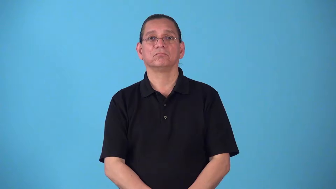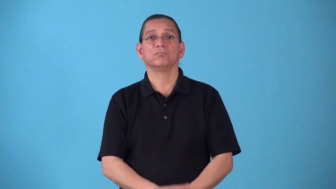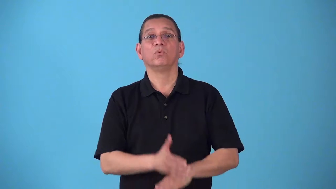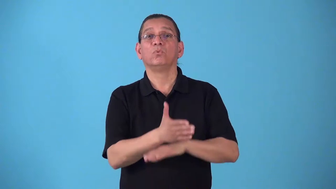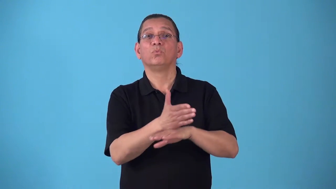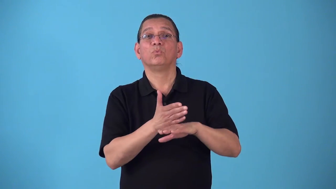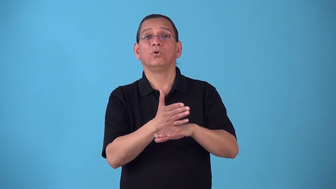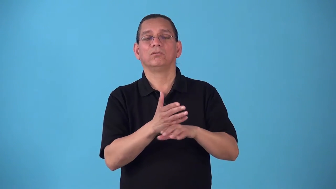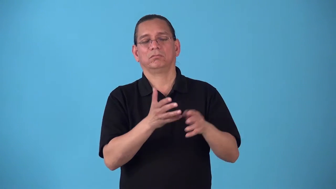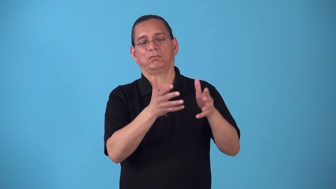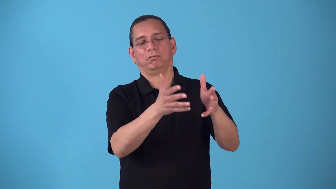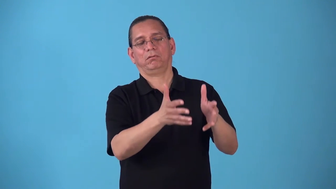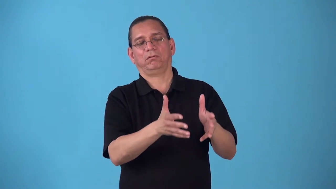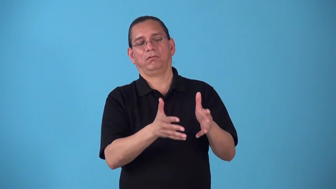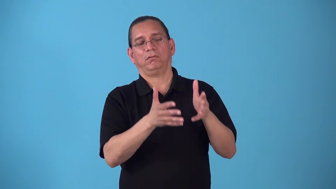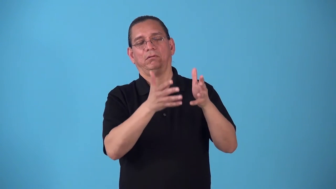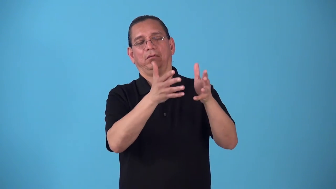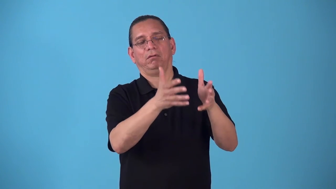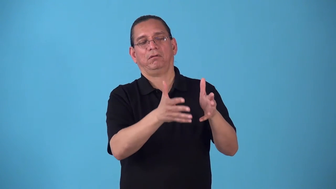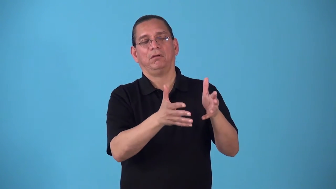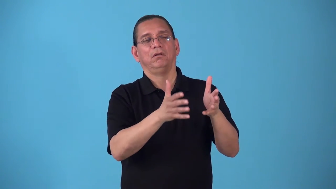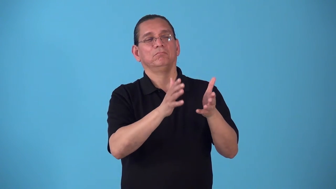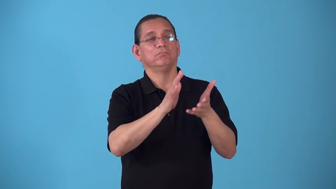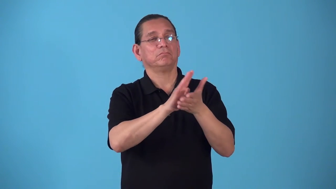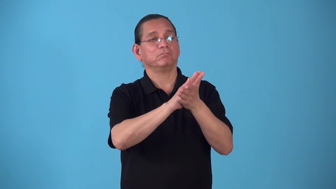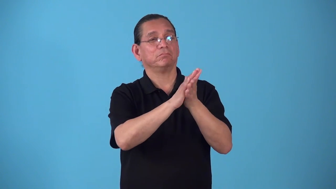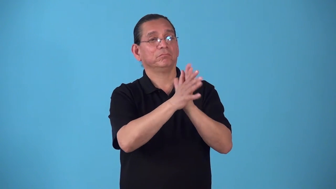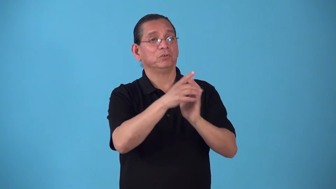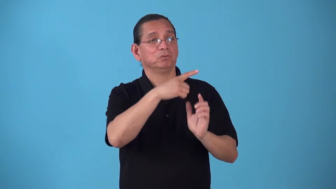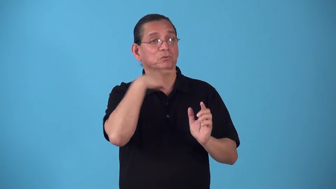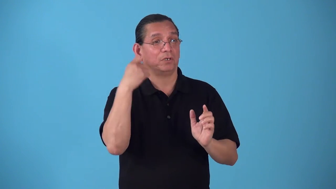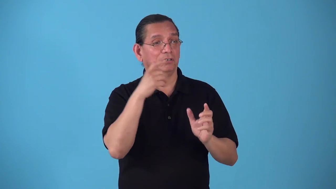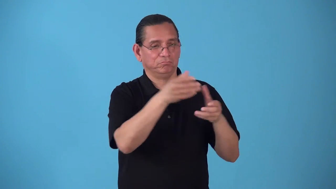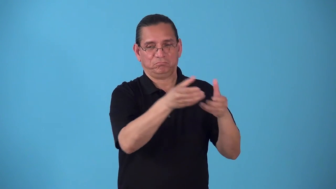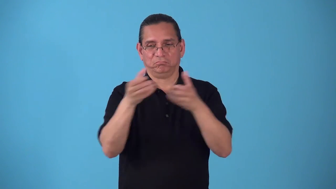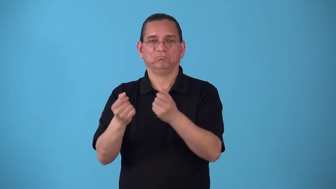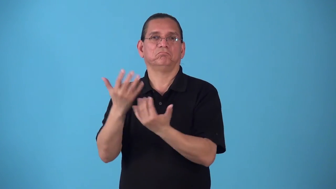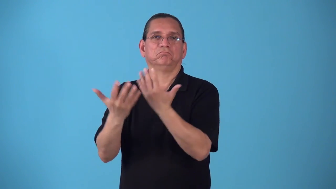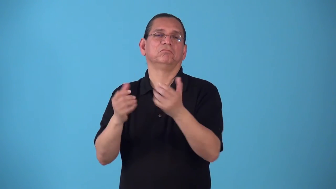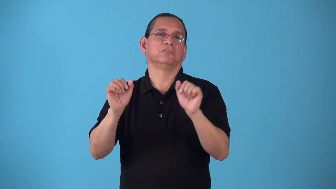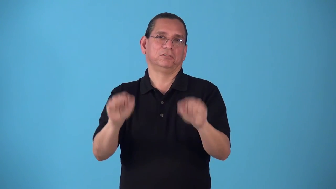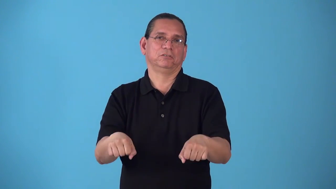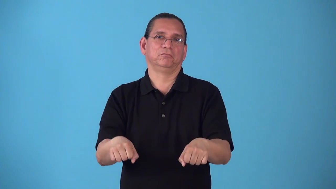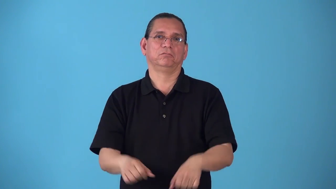season-allow wood to dry so it can be burned later